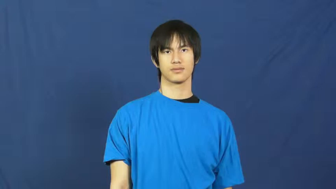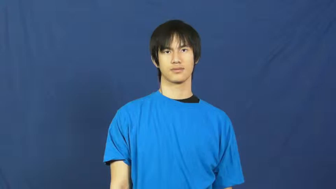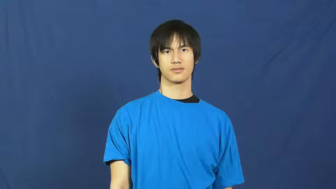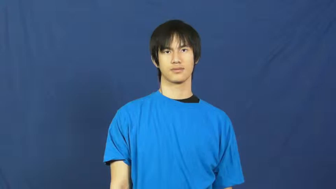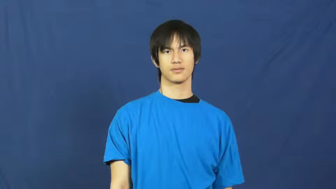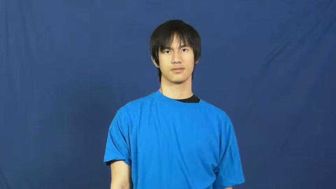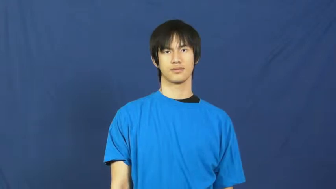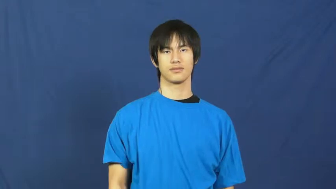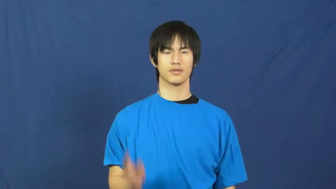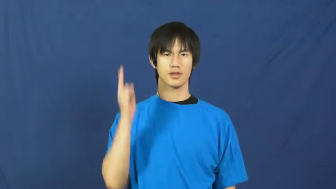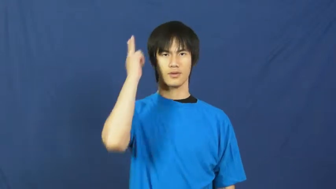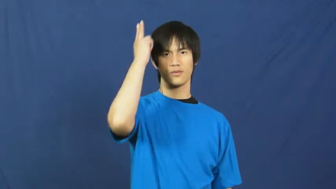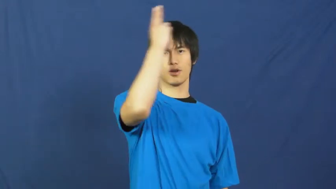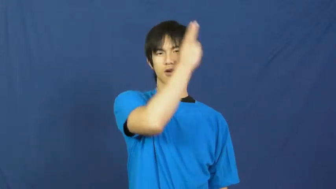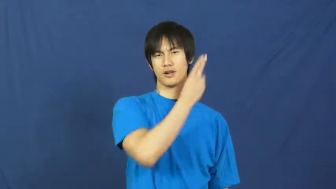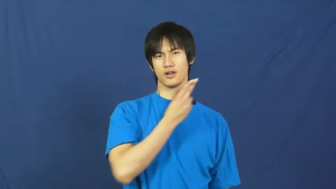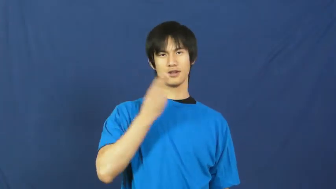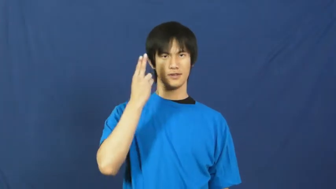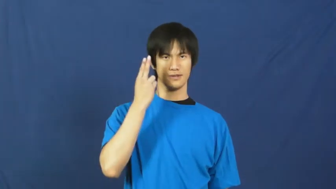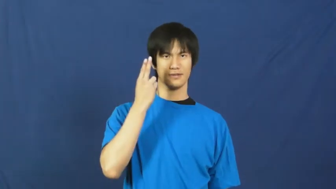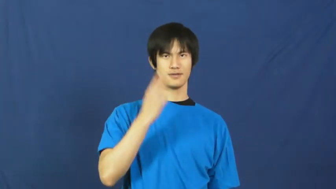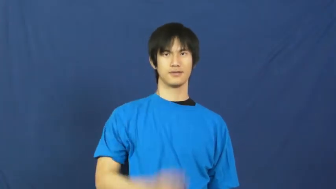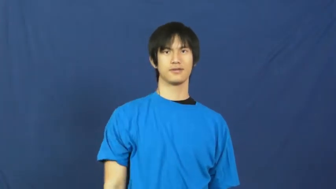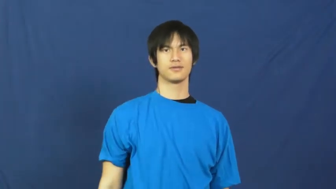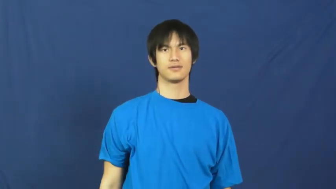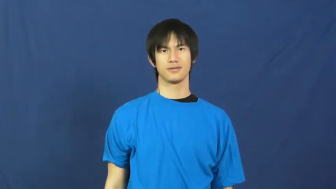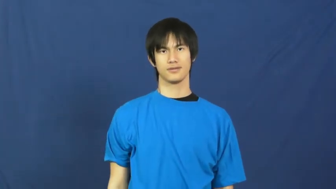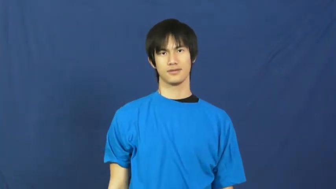handsome